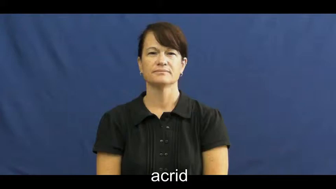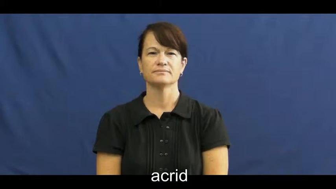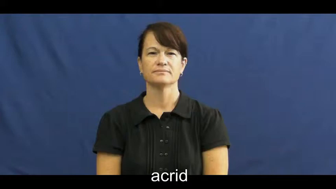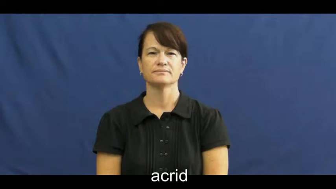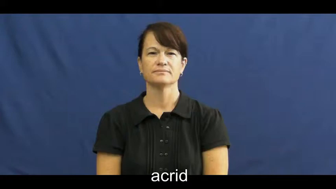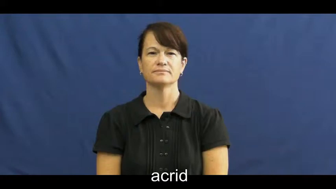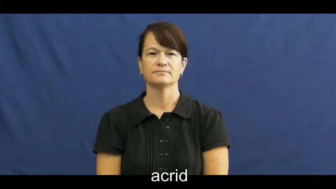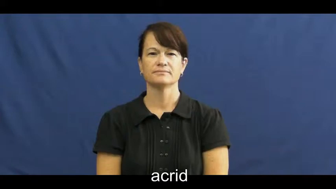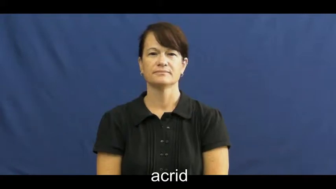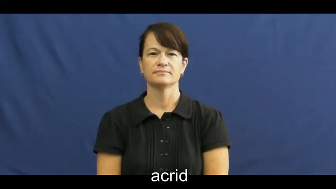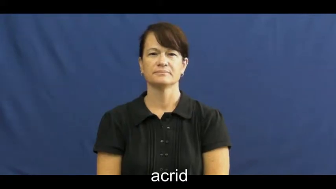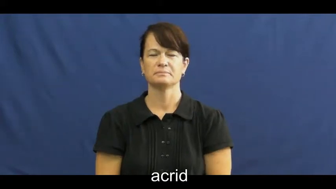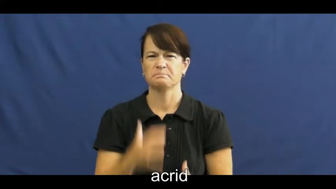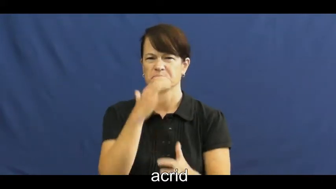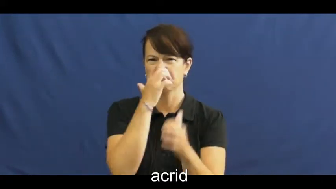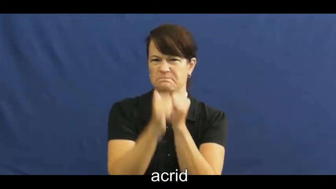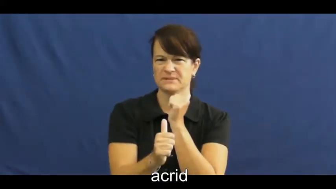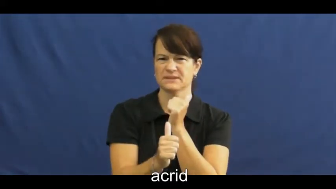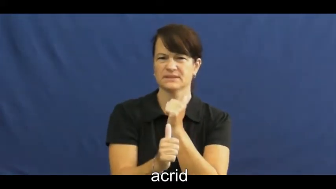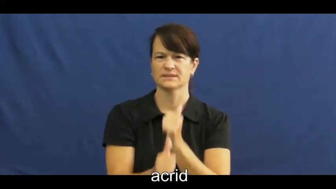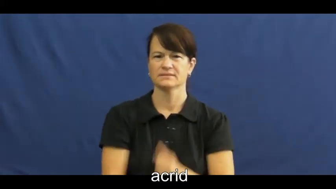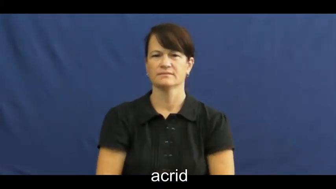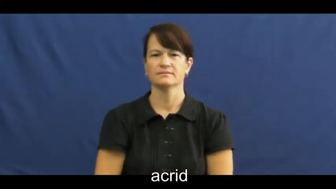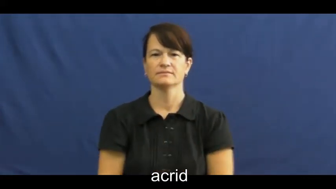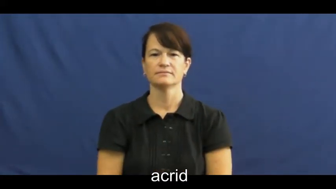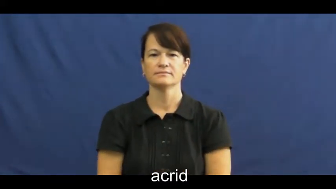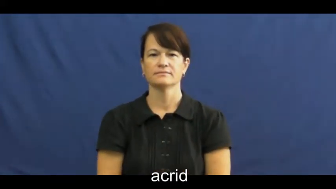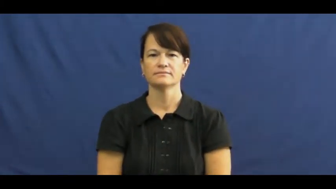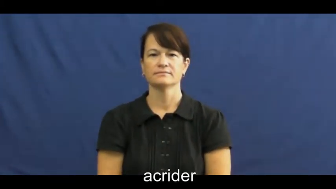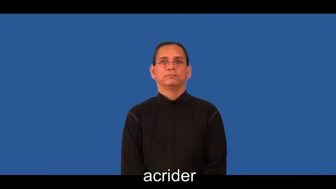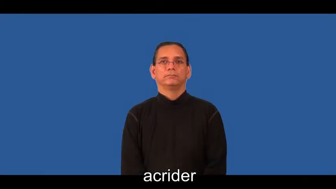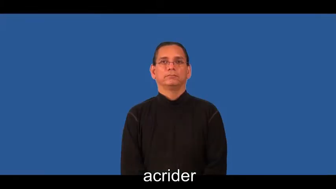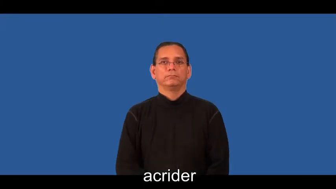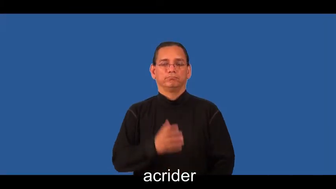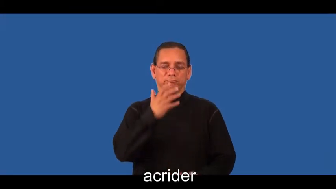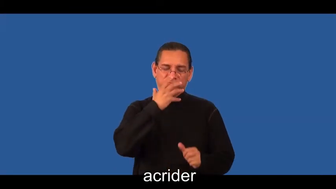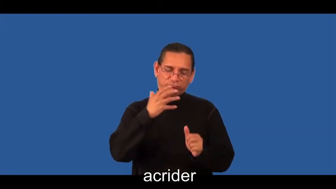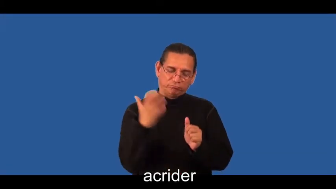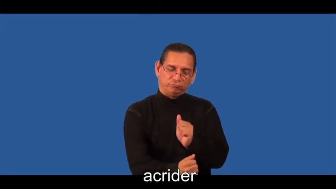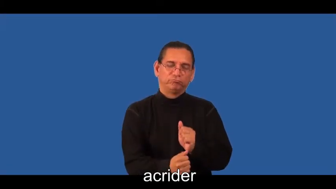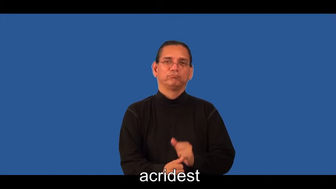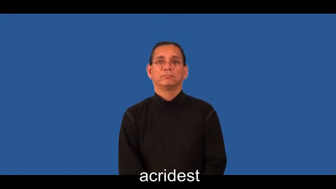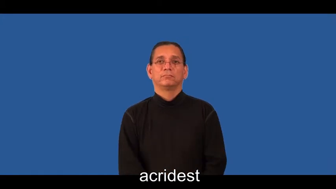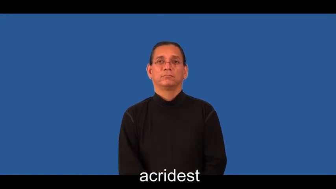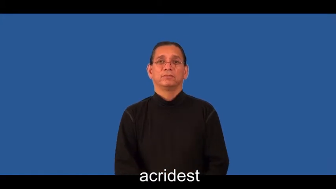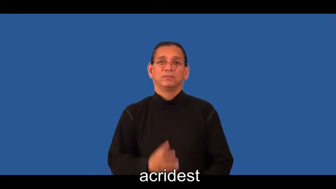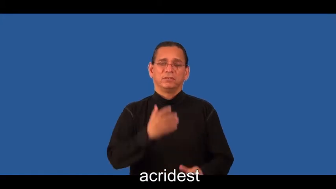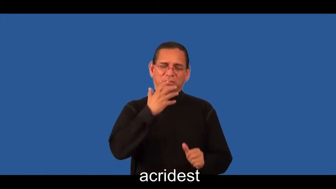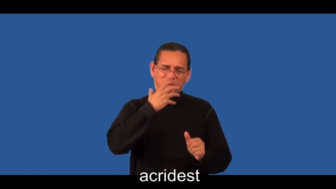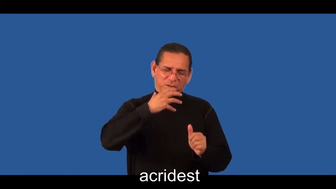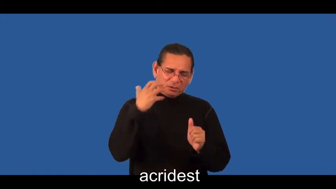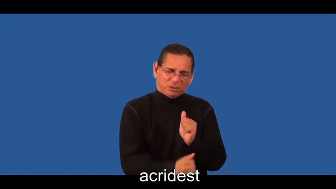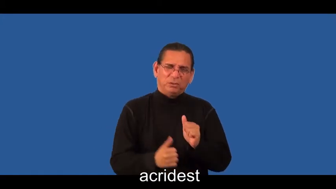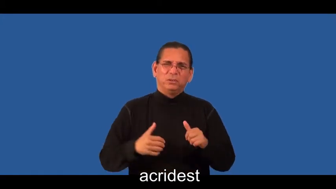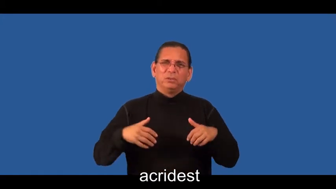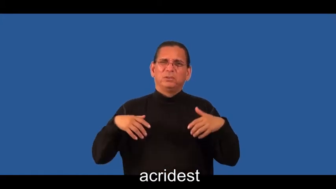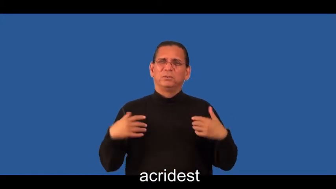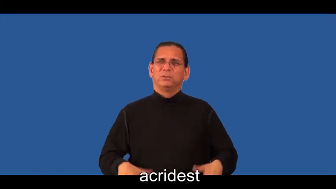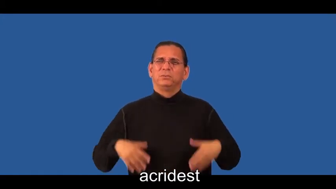acrider,acridest-mean